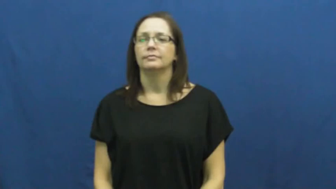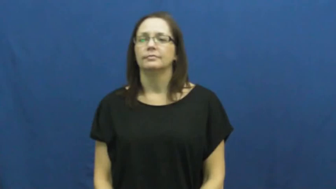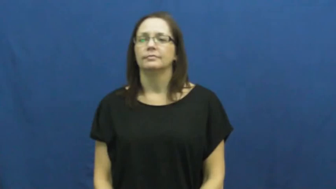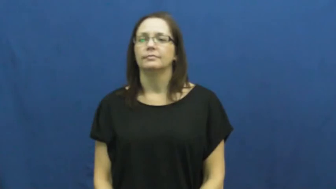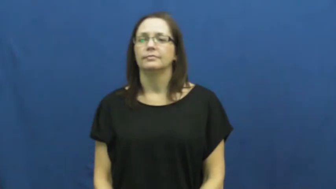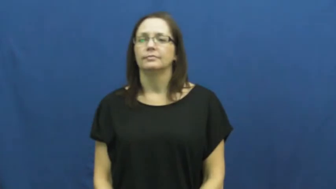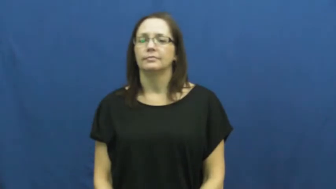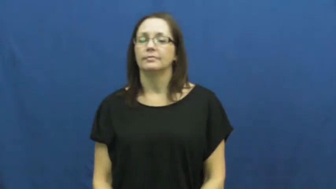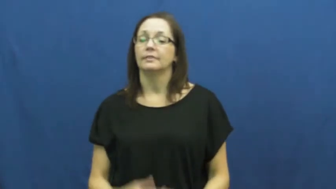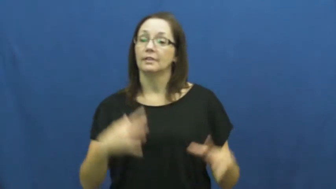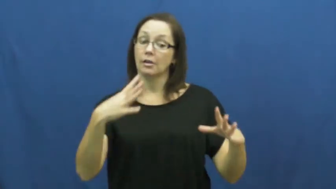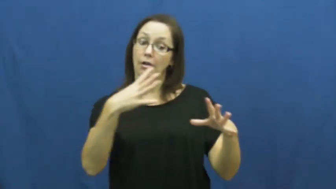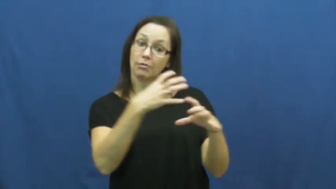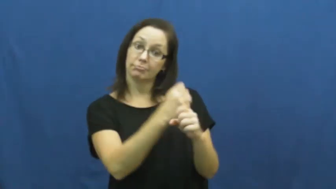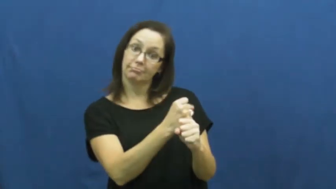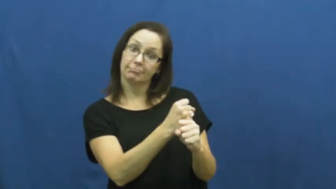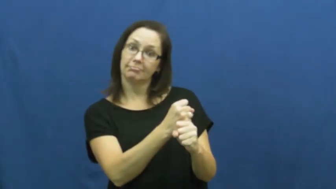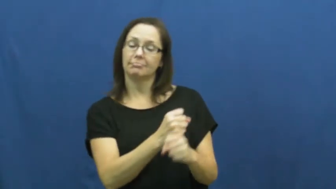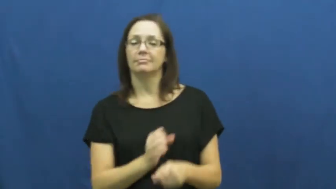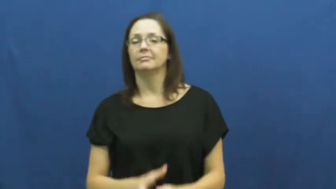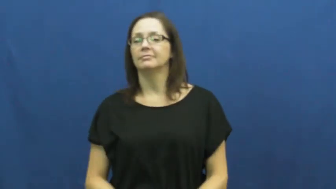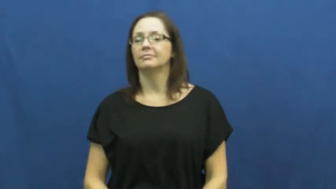summary,sum up,paraphrase,recap,recapitulate,synopsis,terse,nutshell,abstract,compendious